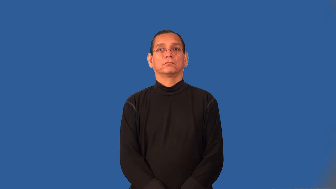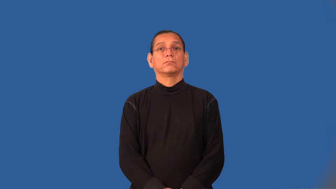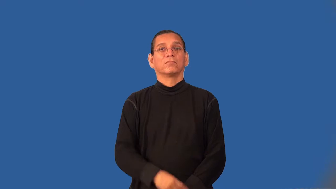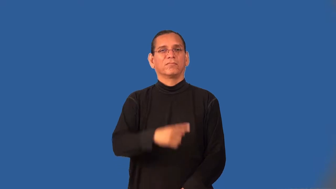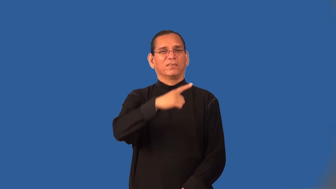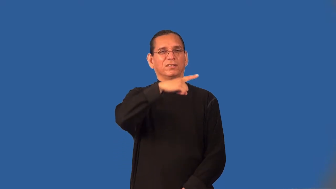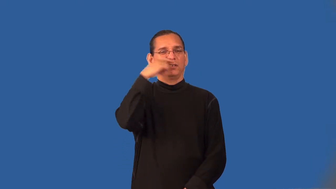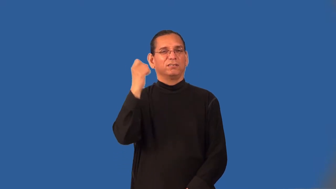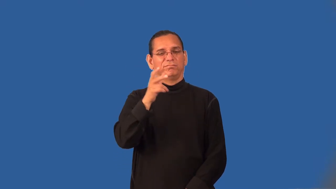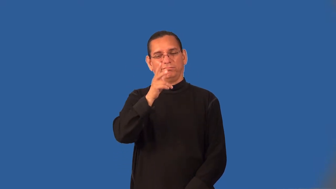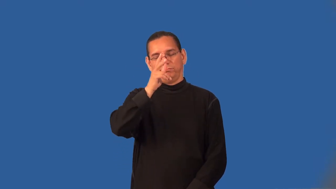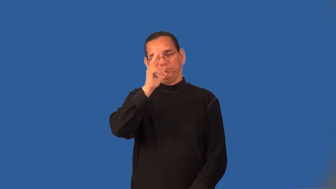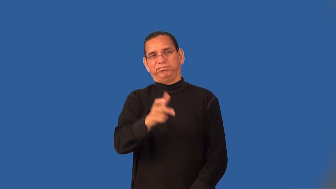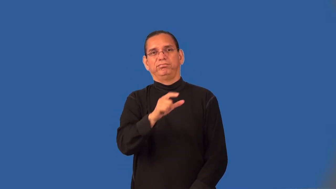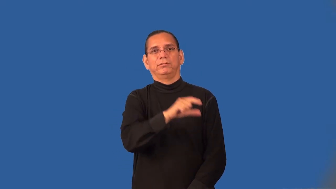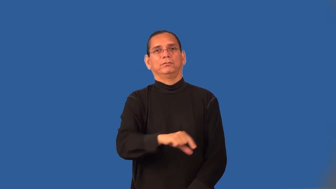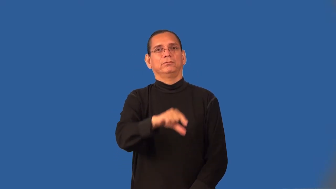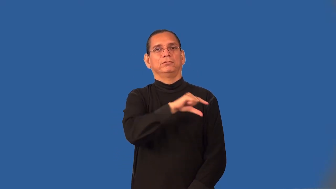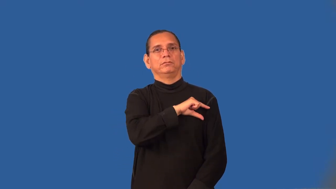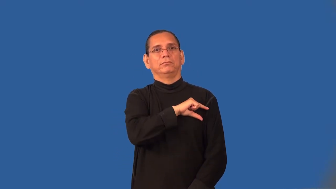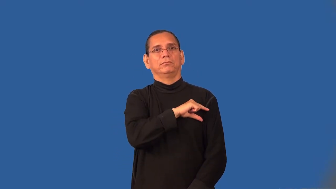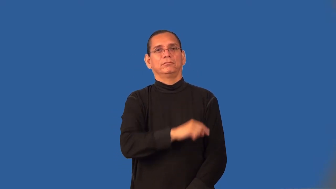tacky,tasteless,tat-poor taste